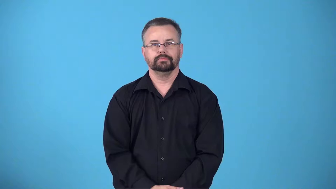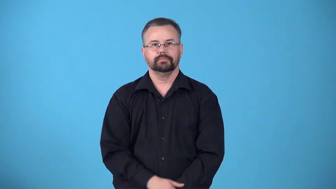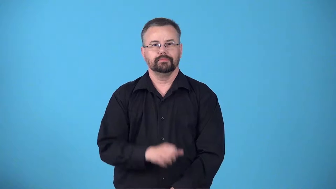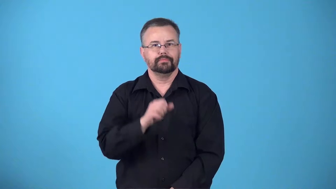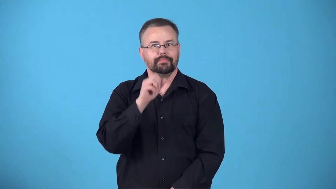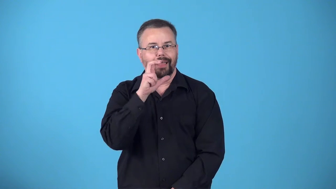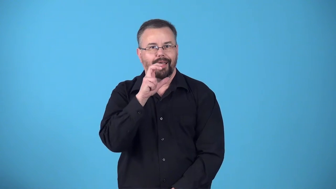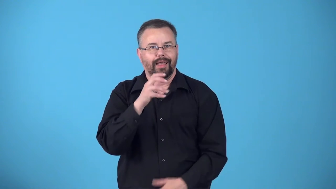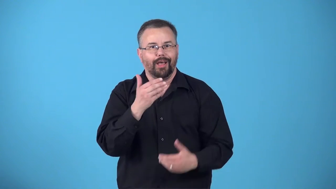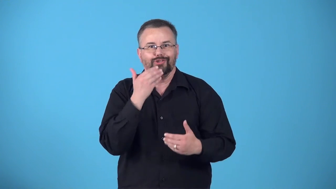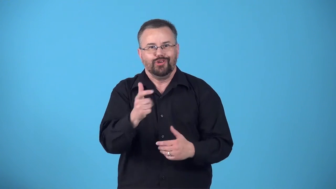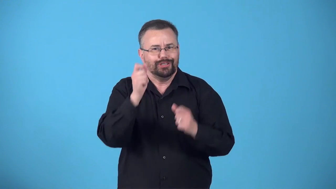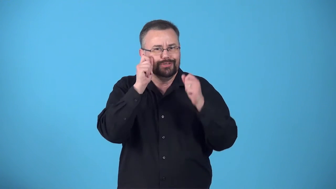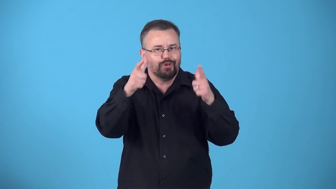bracing-pleasantly surprised